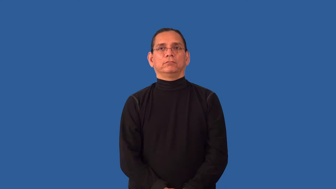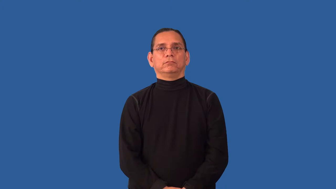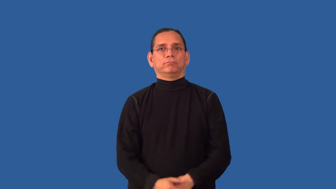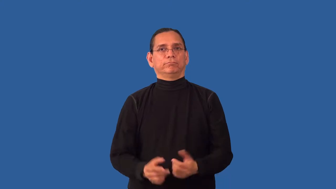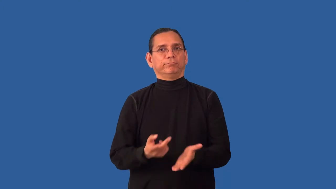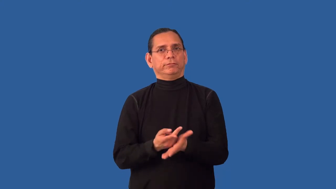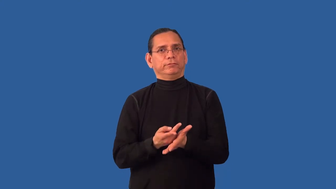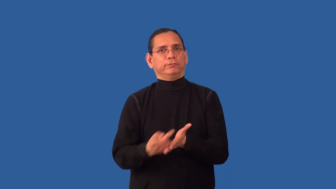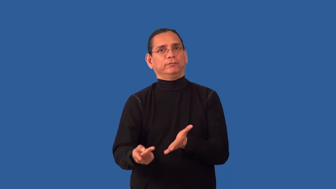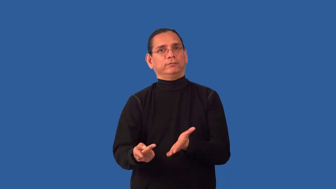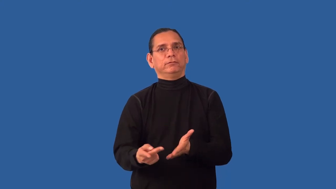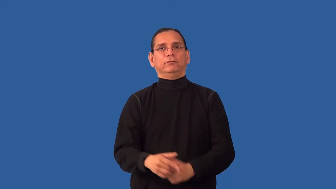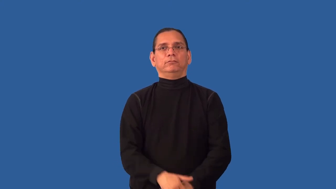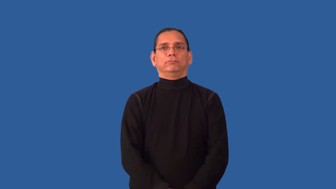undoing